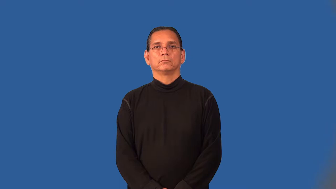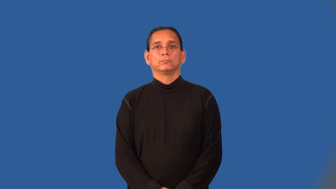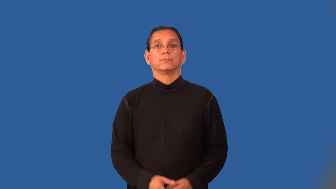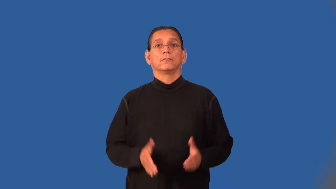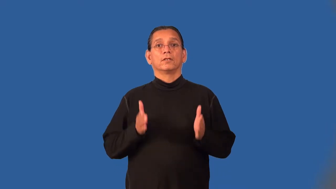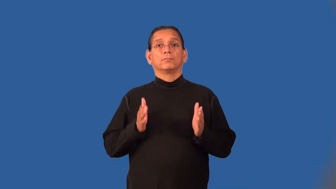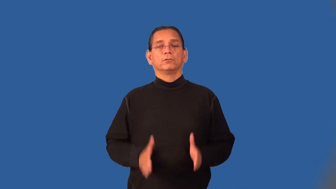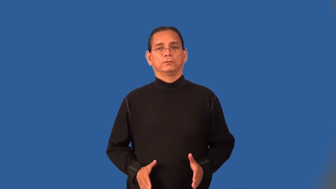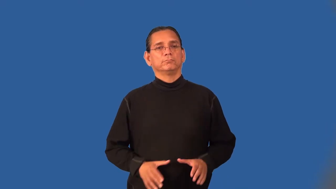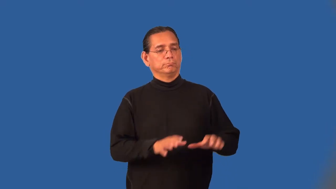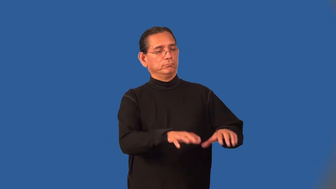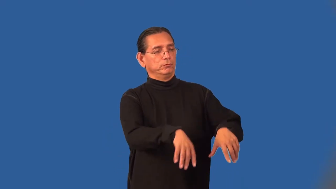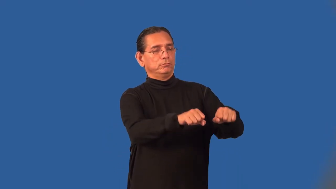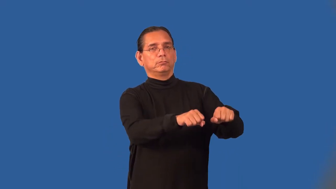adopter